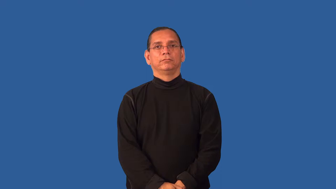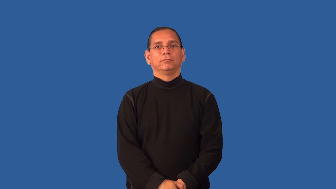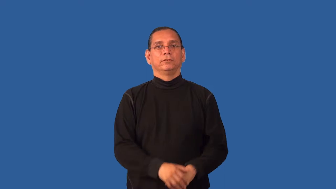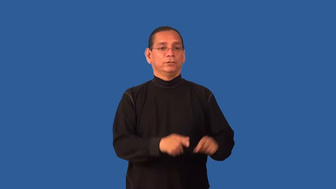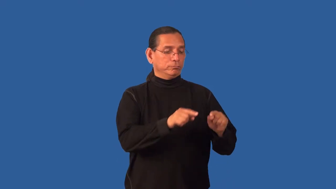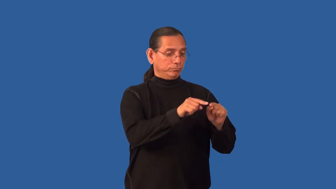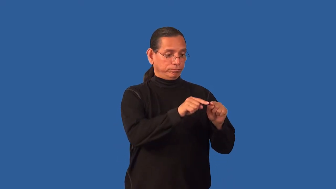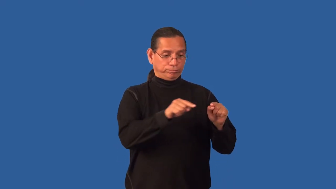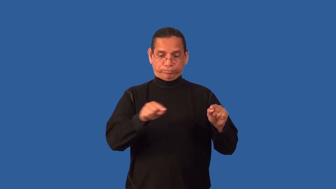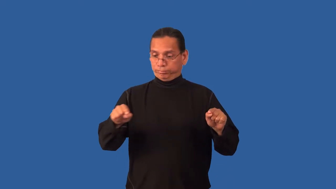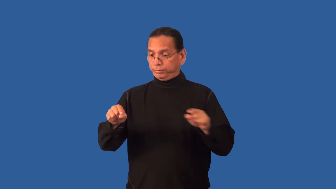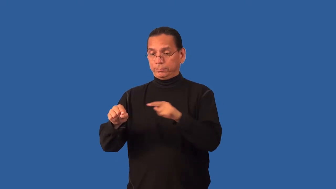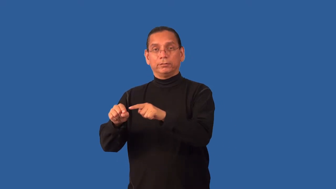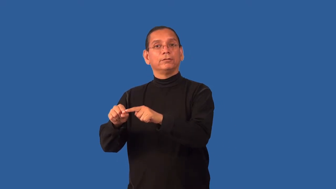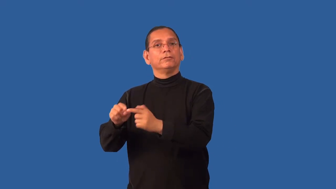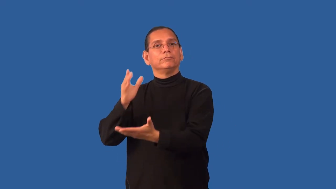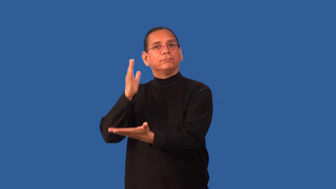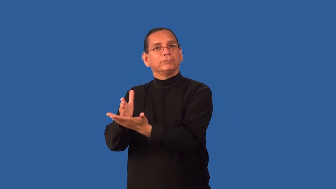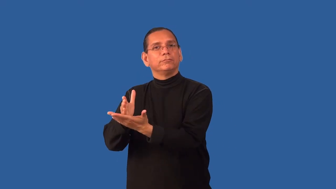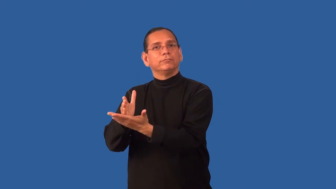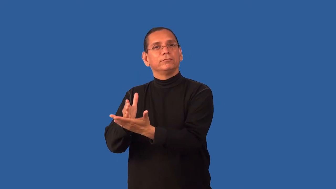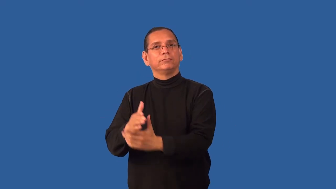endpoint